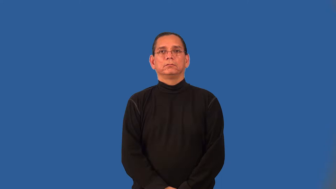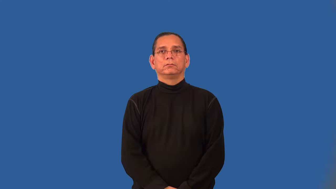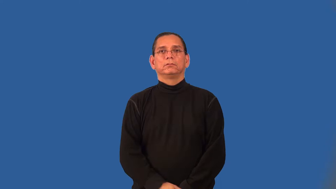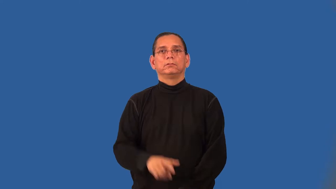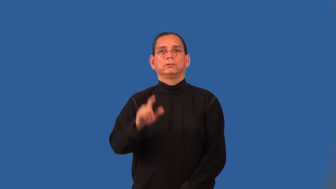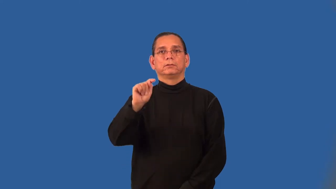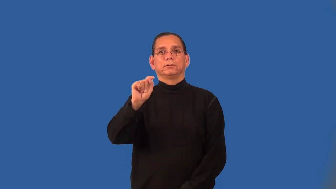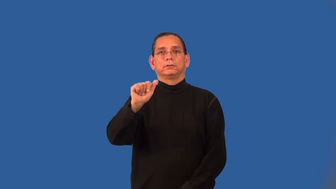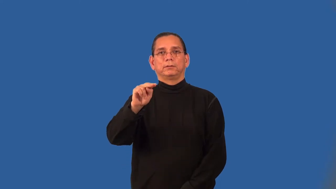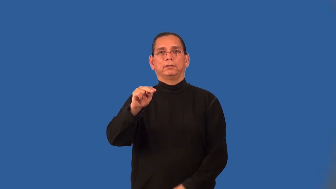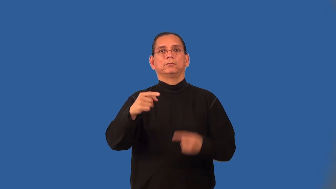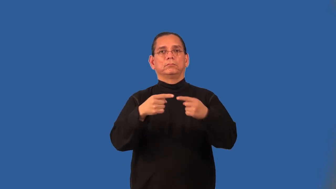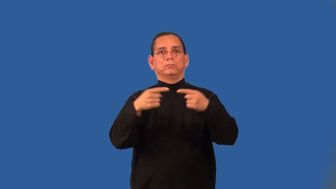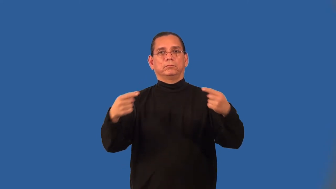arctangent